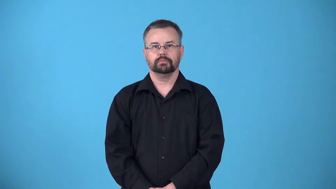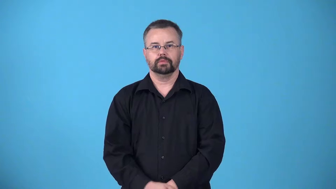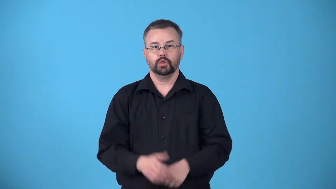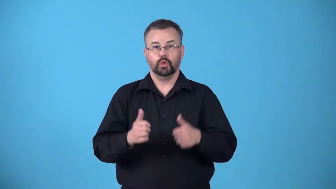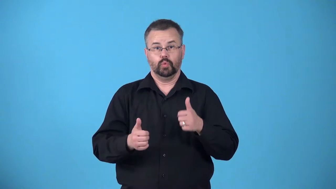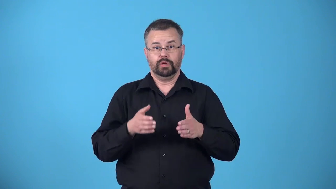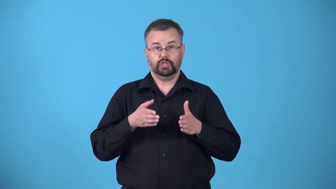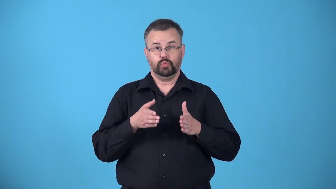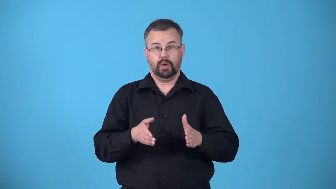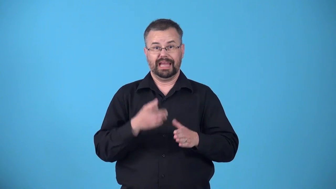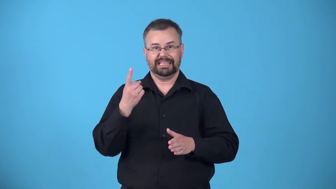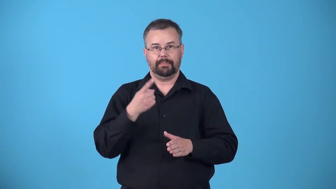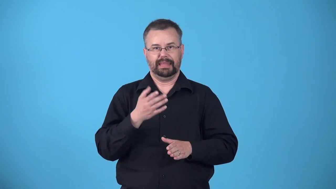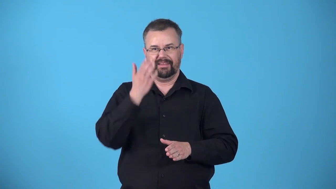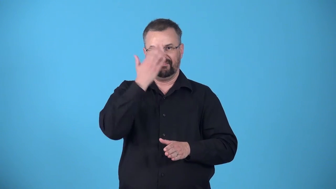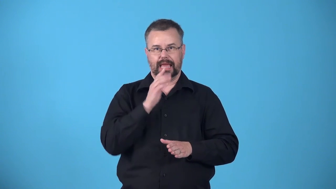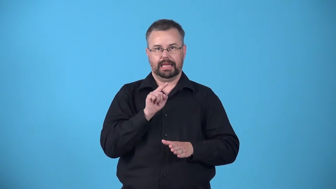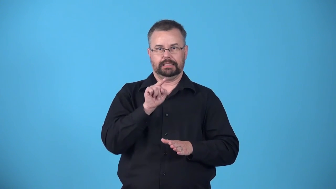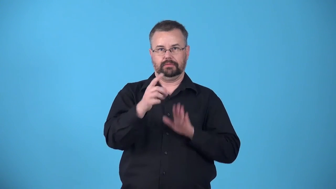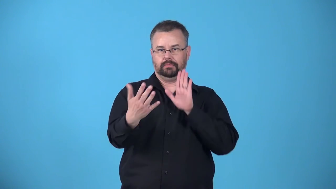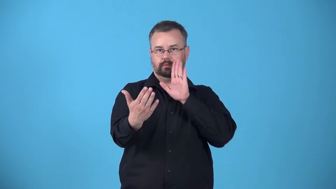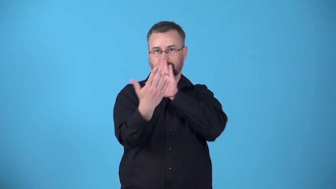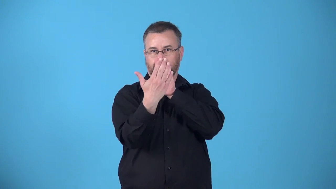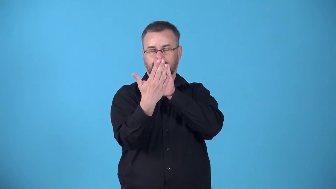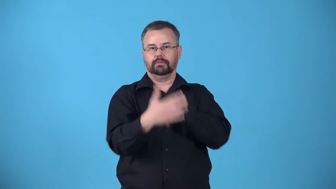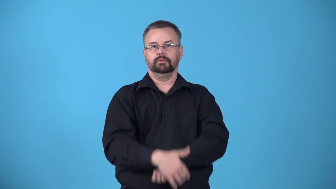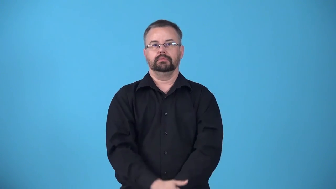aspect,orientation-direction something faces towards